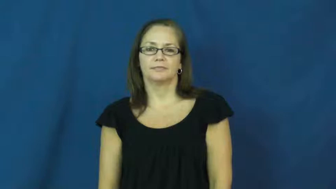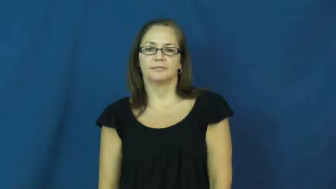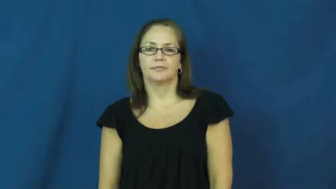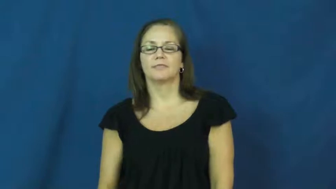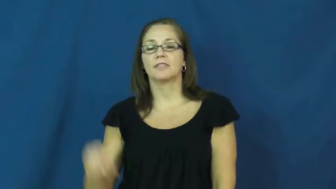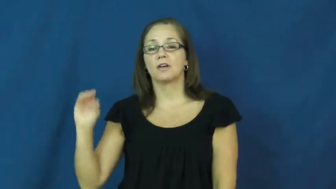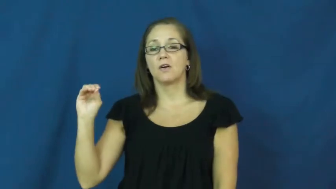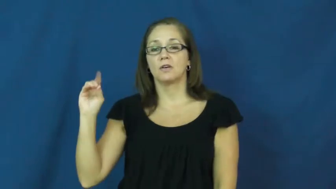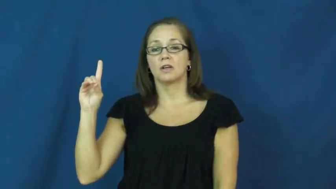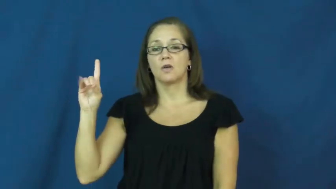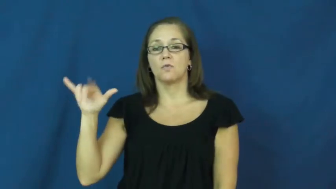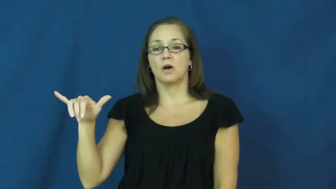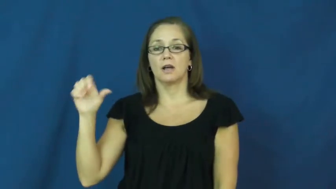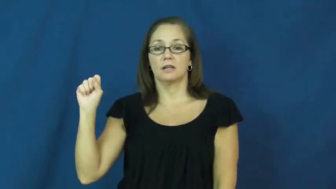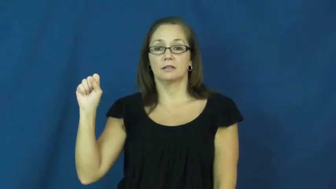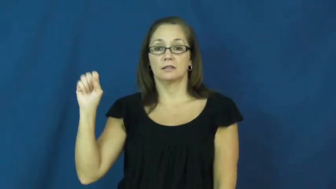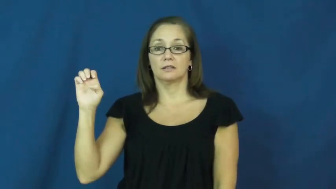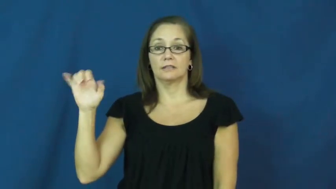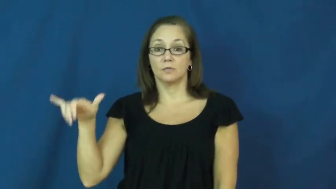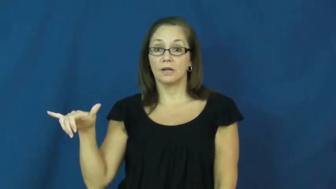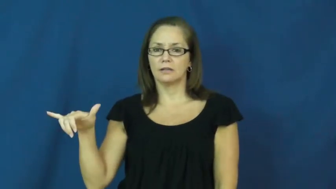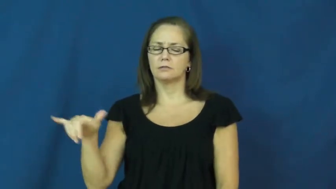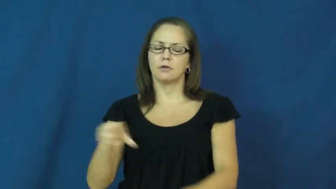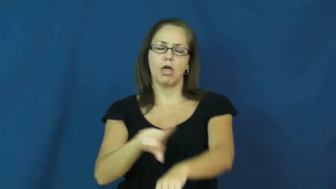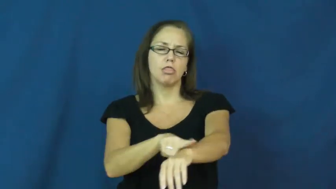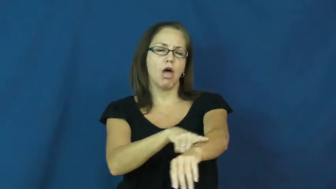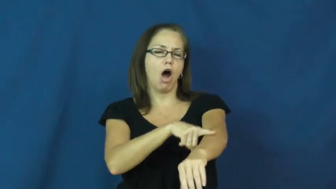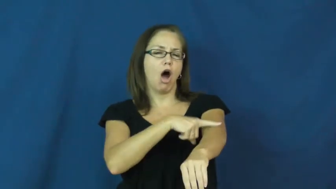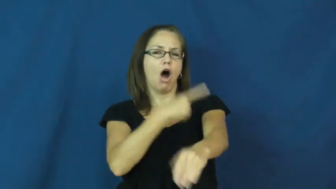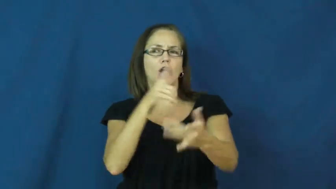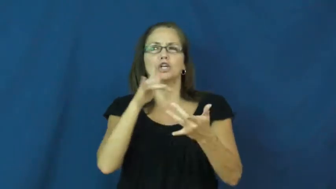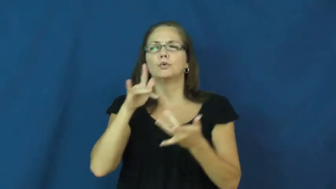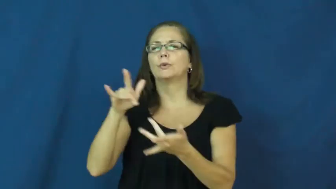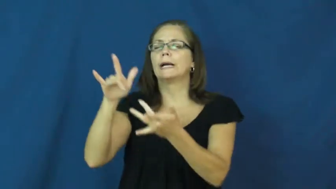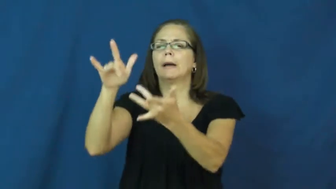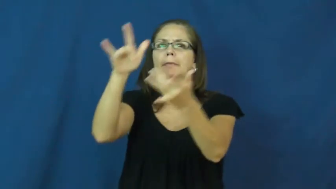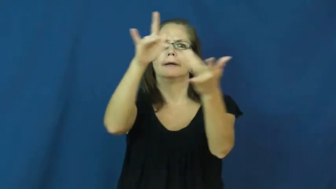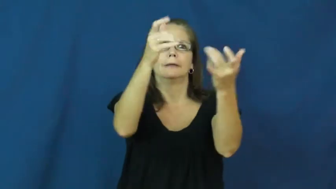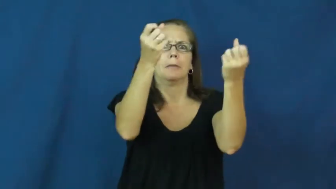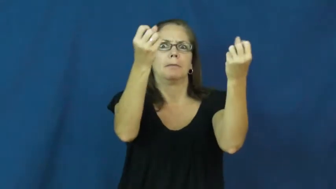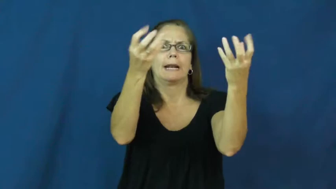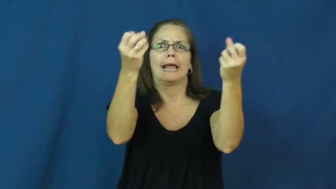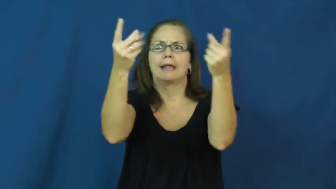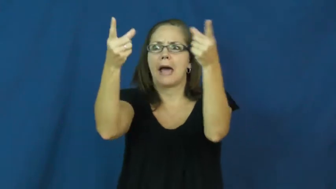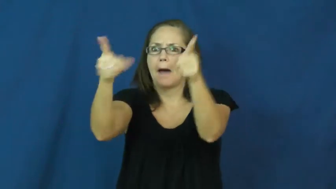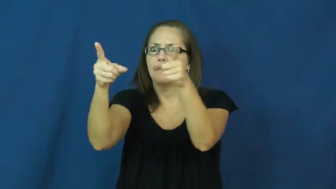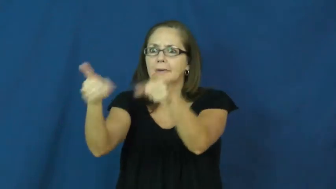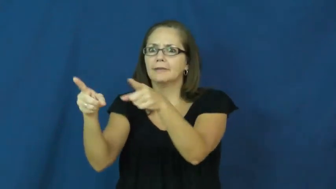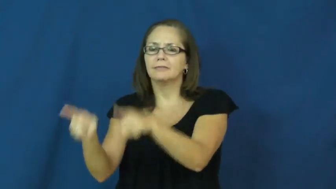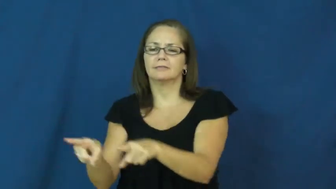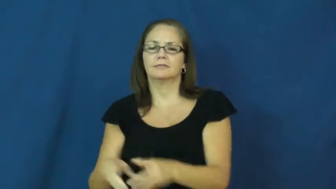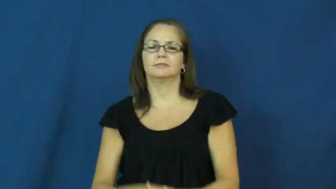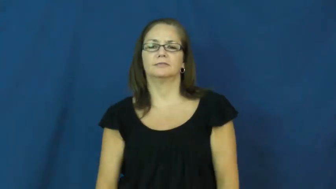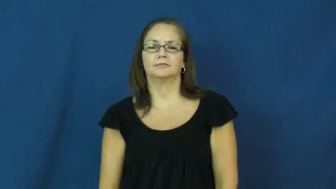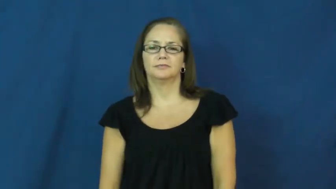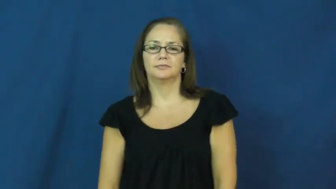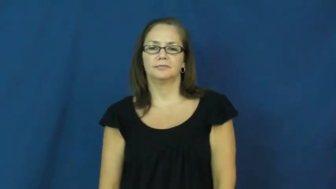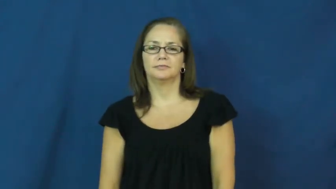odyssey